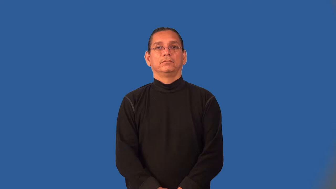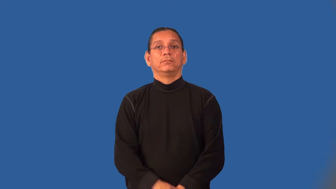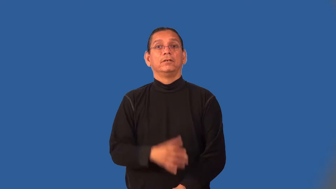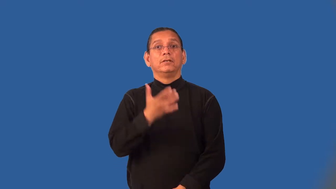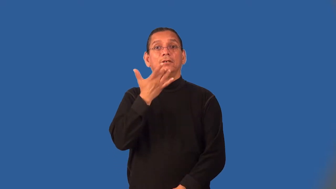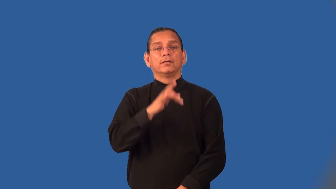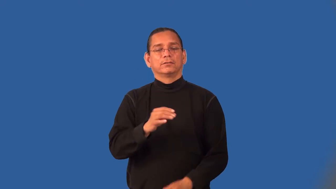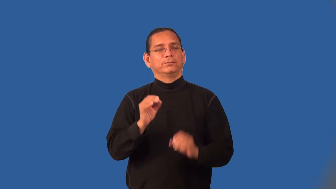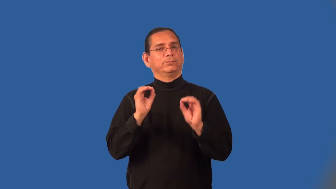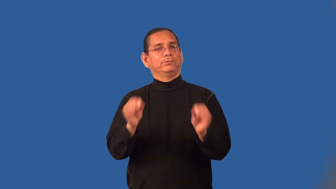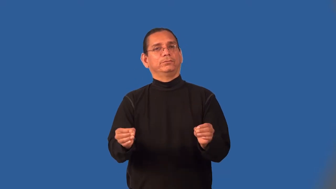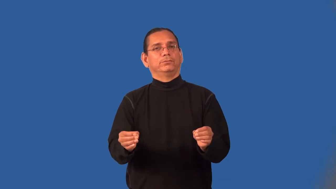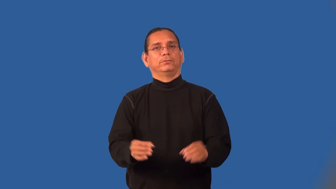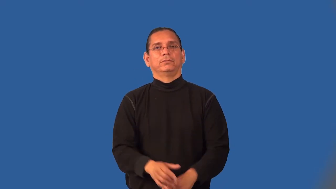luckless